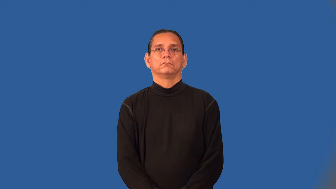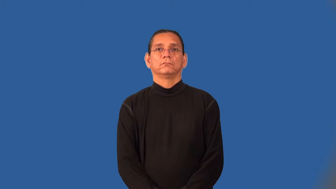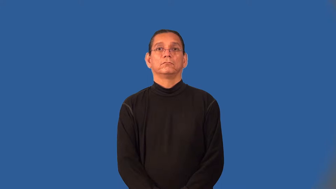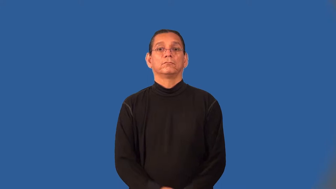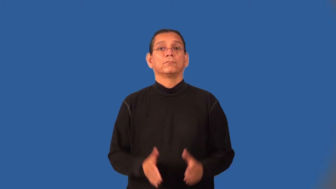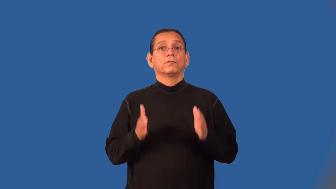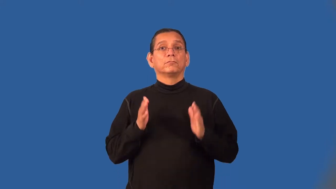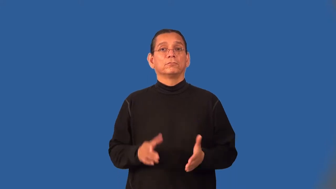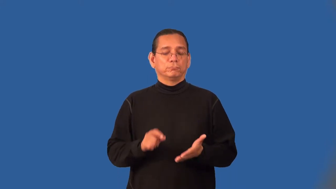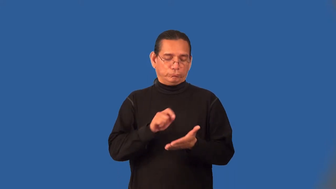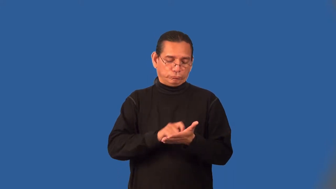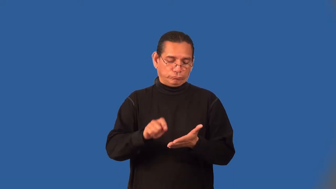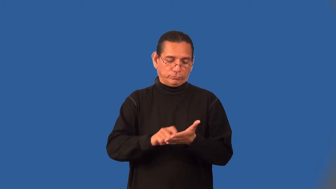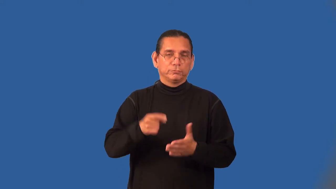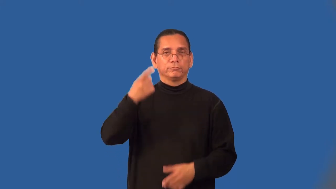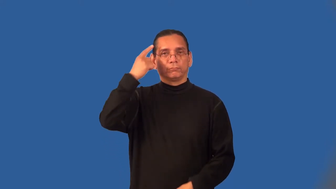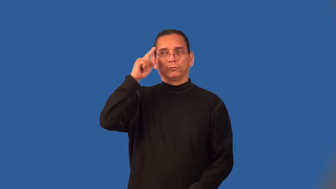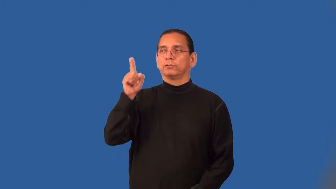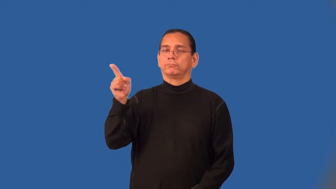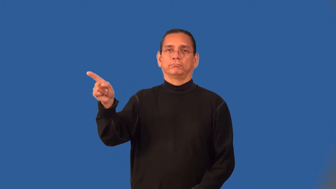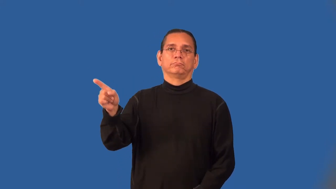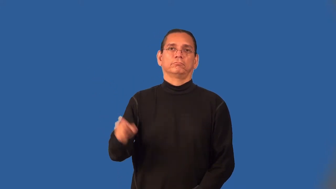ghostwriter